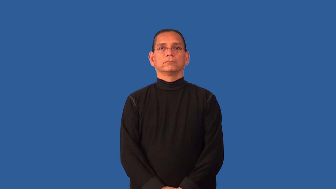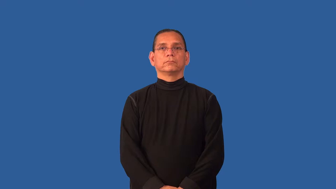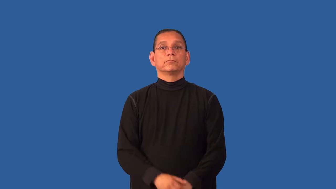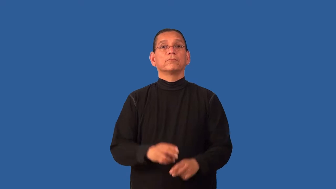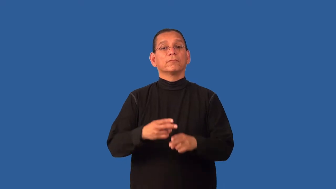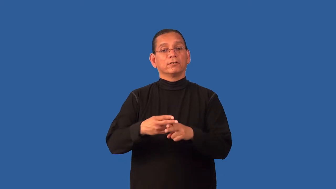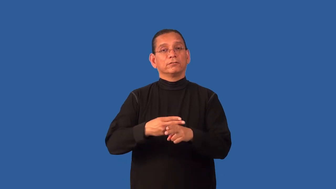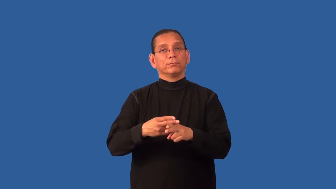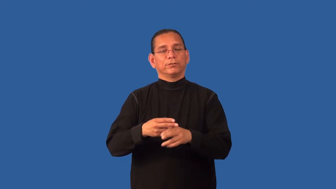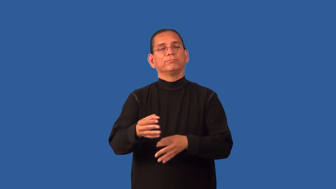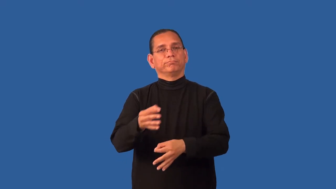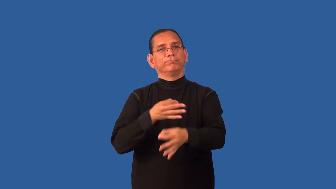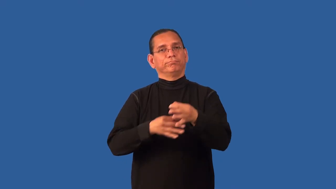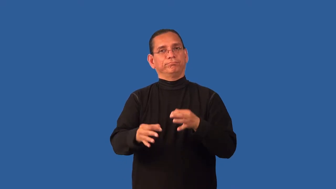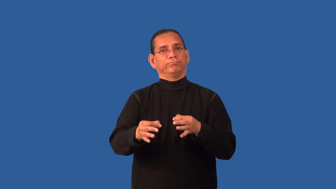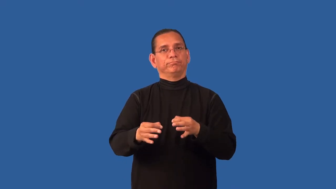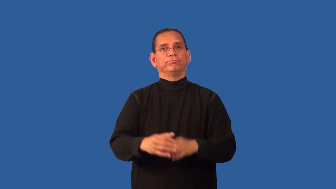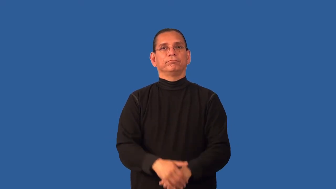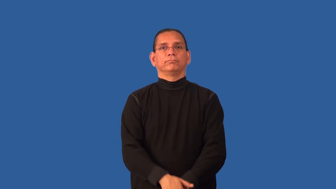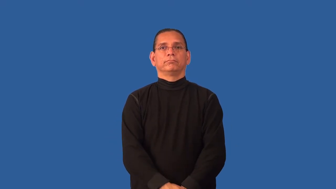deputize